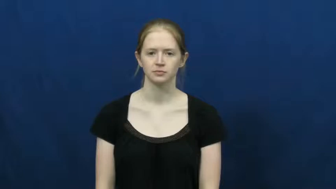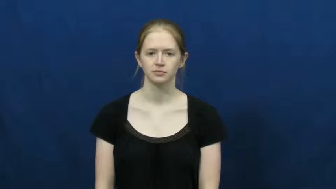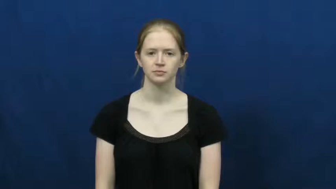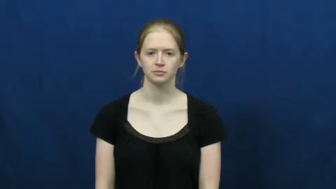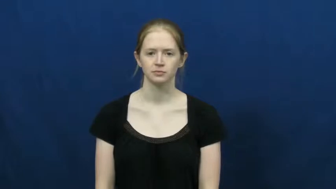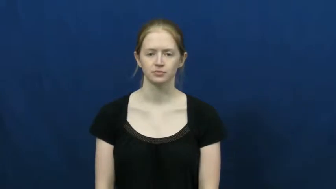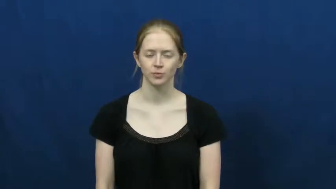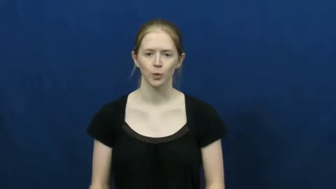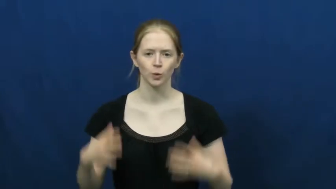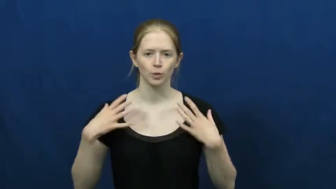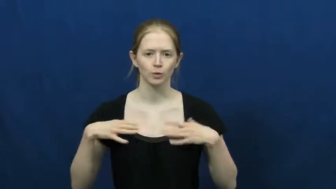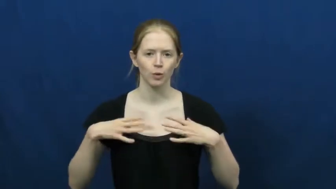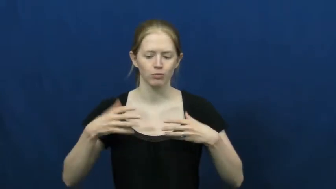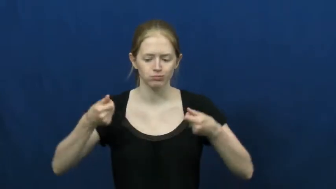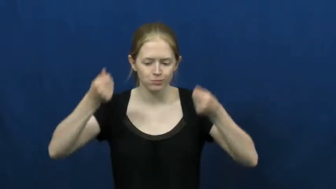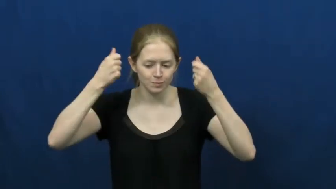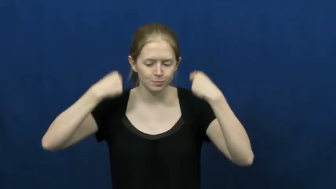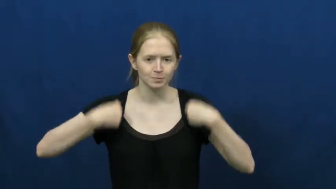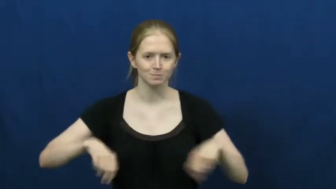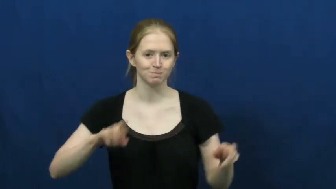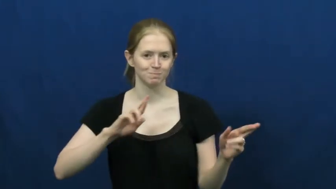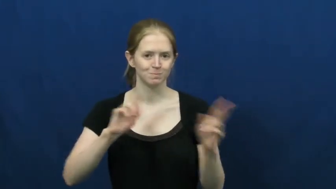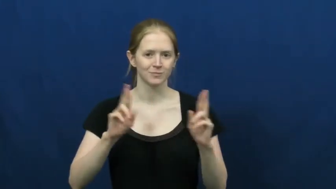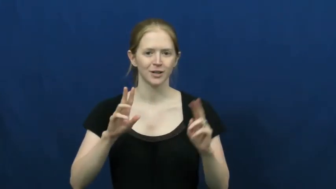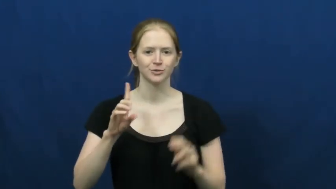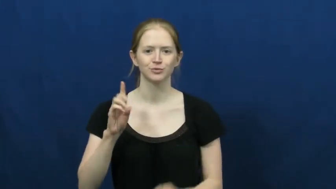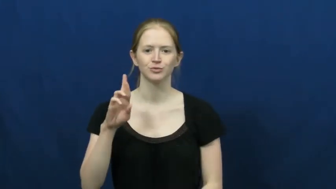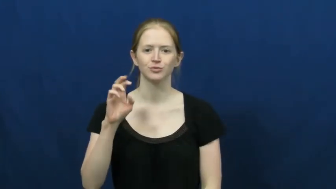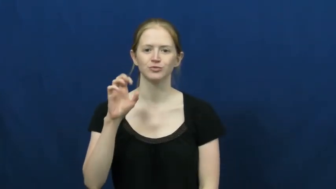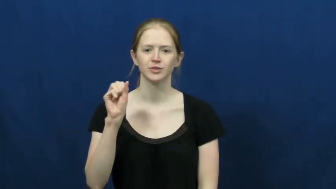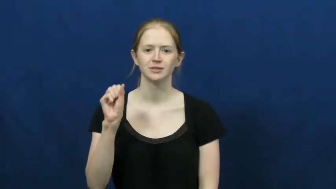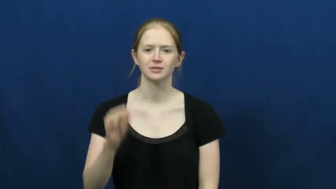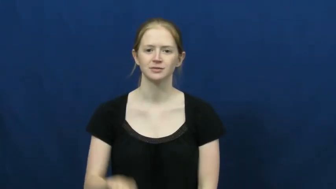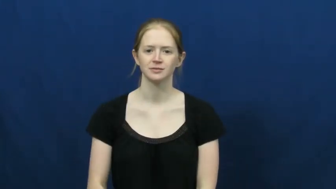slip on,slip into-clothes